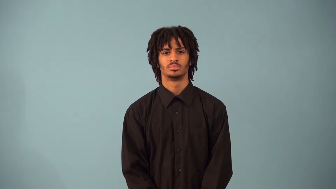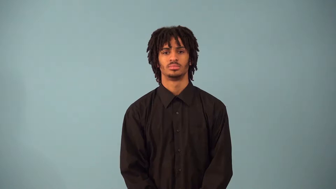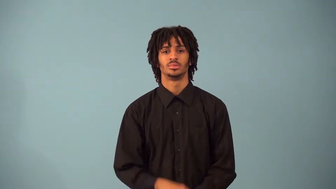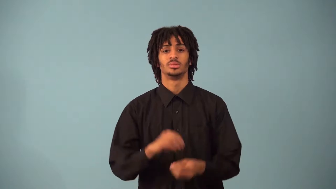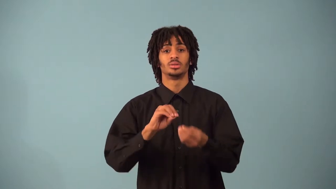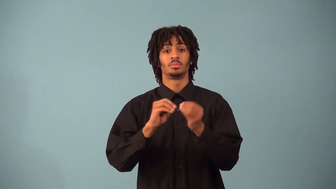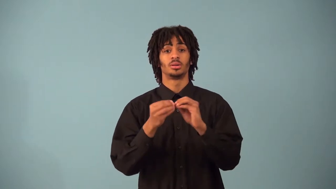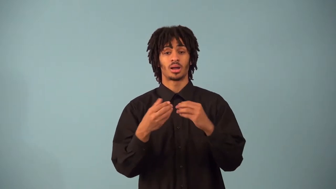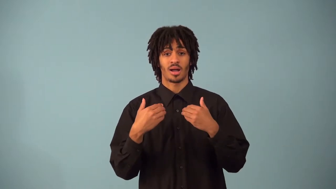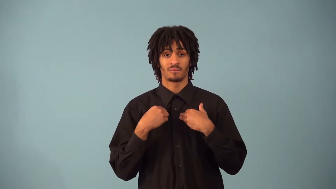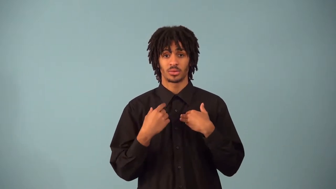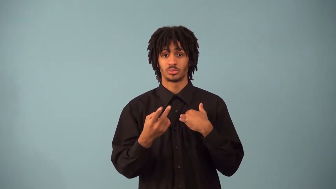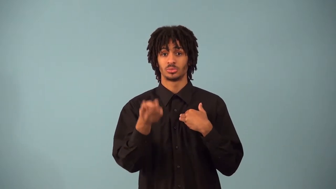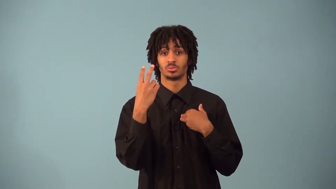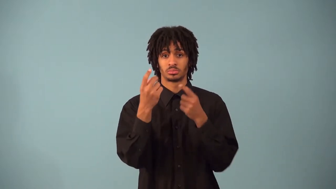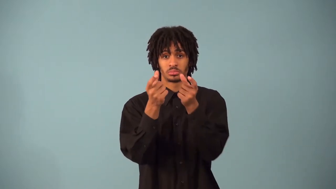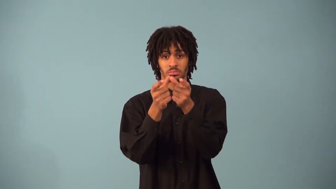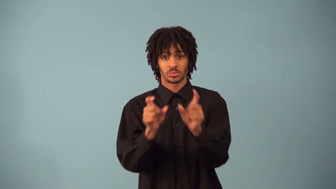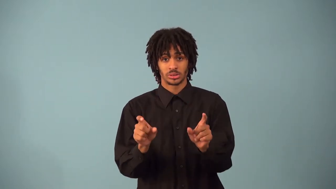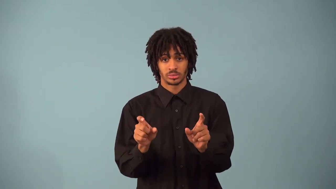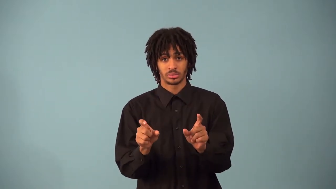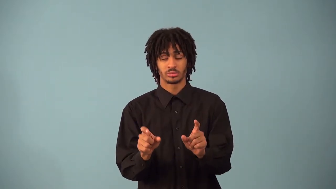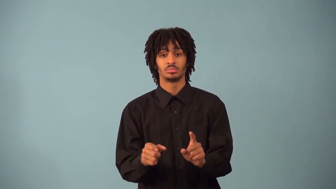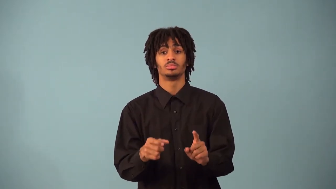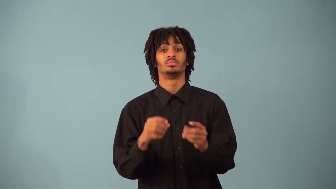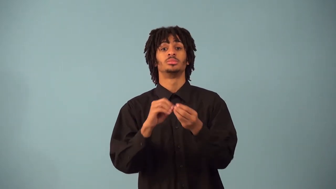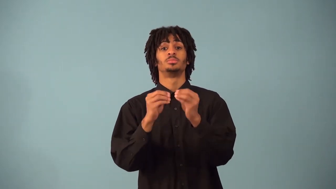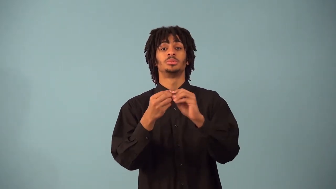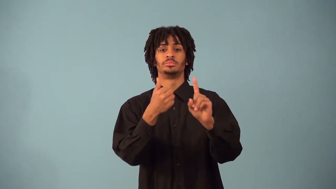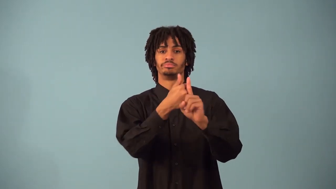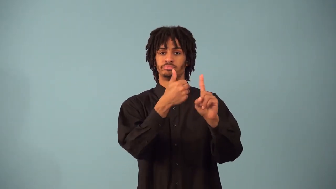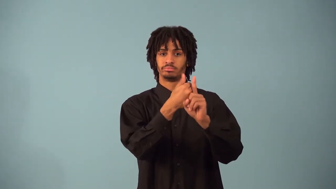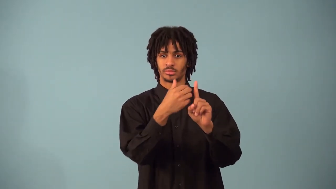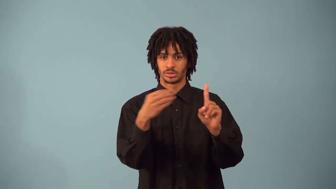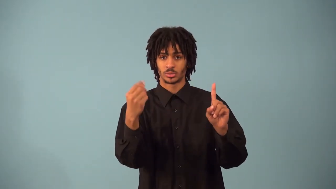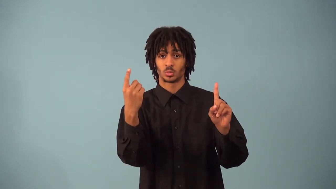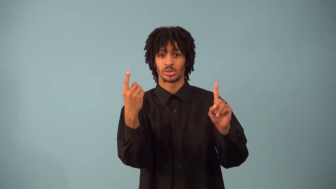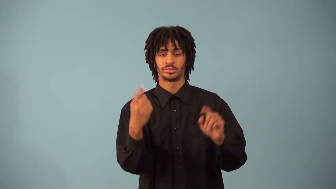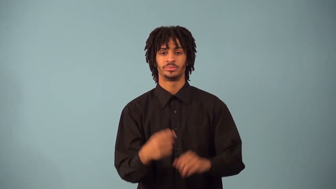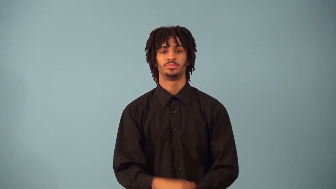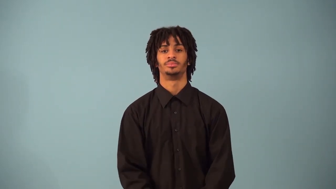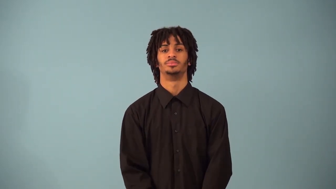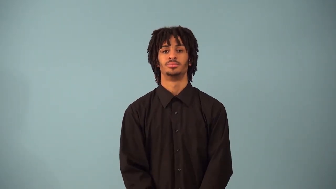prime polynomial